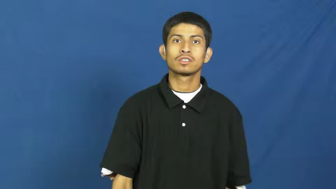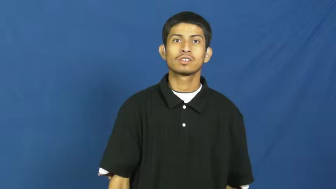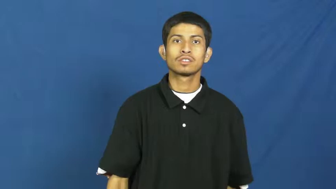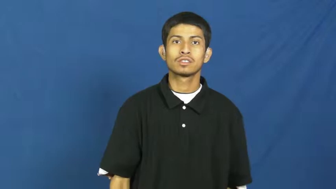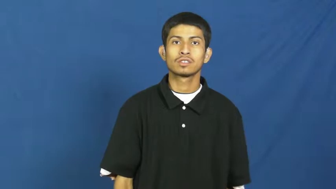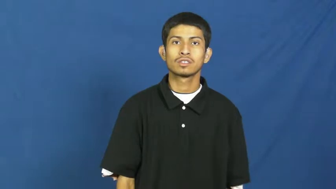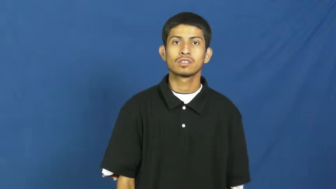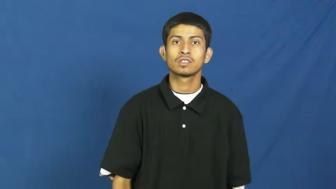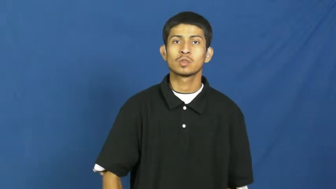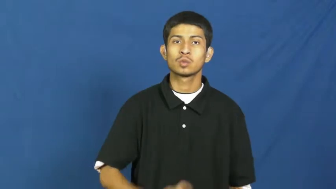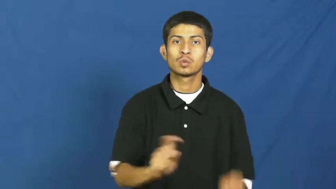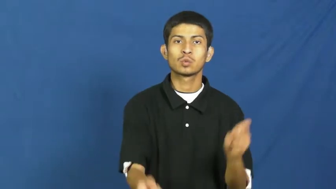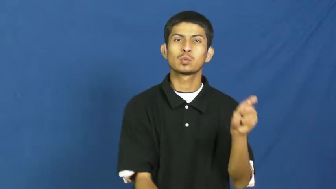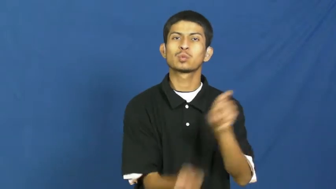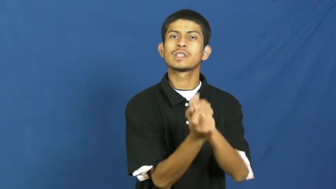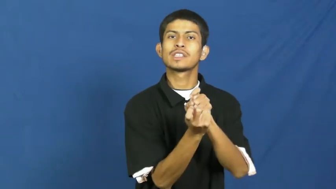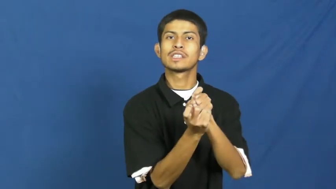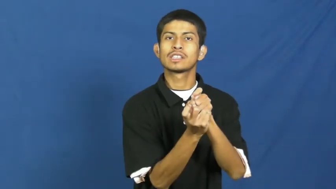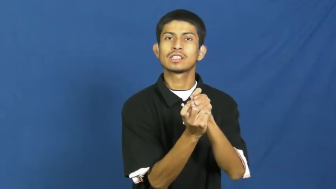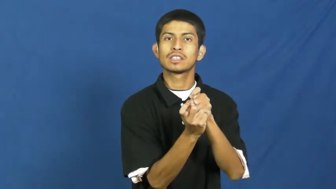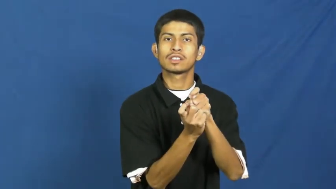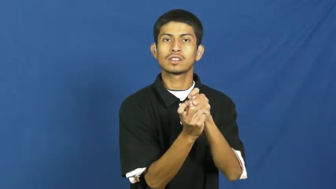retalliate